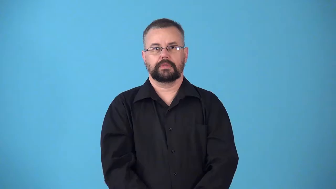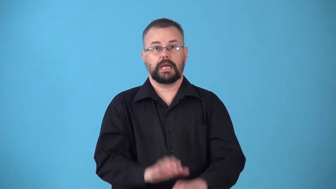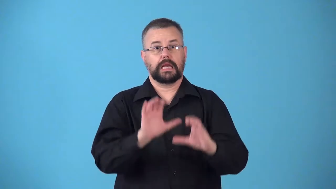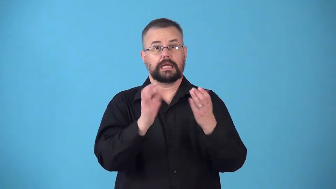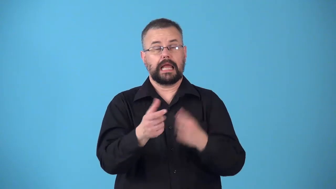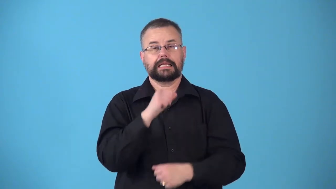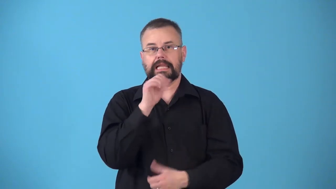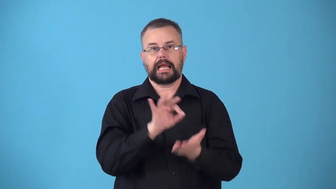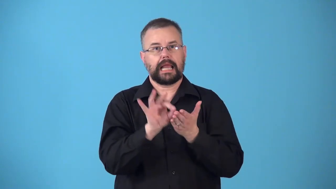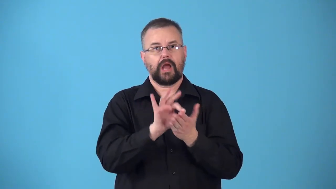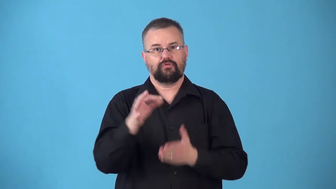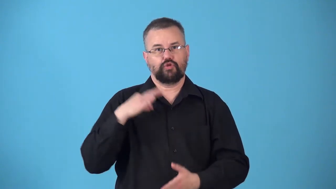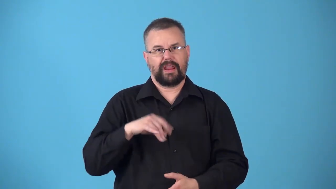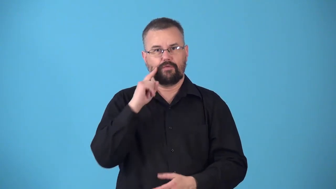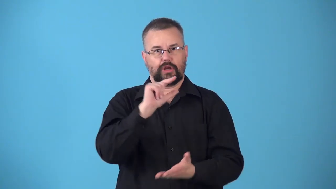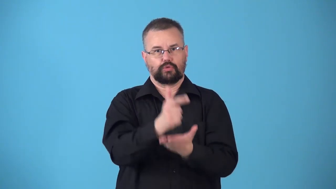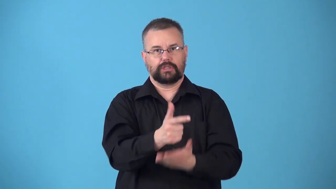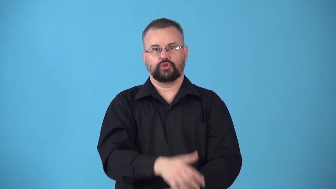noncredit